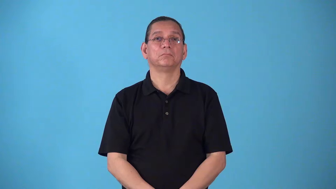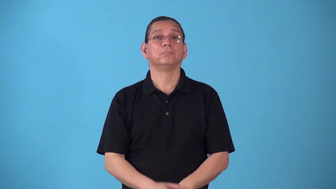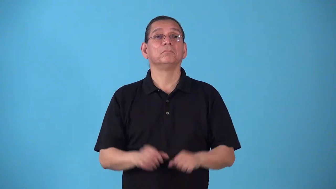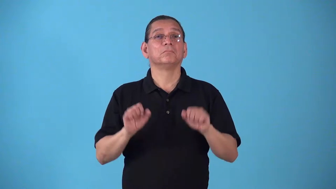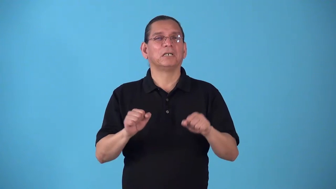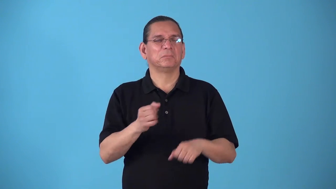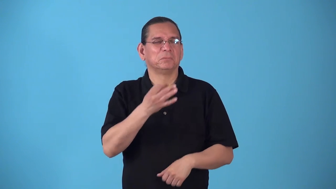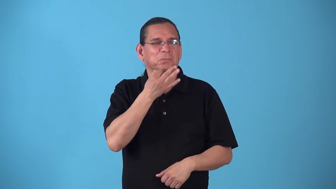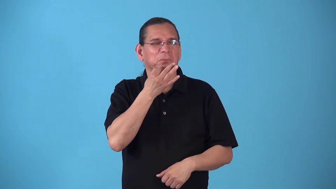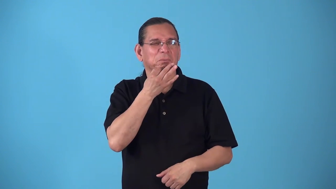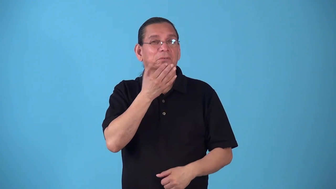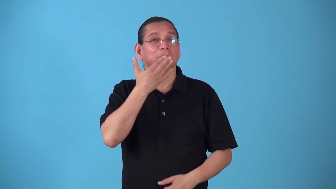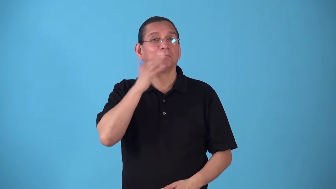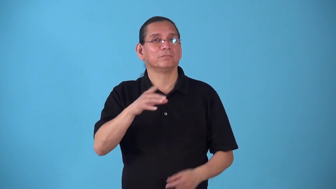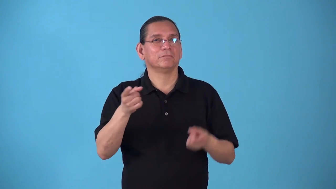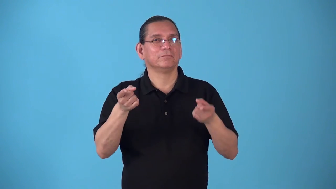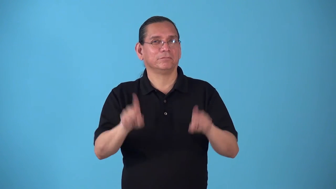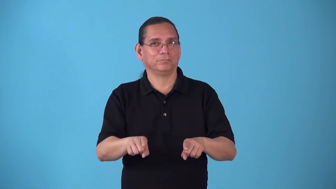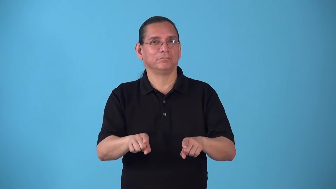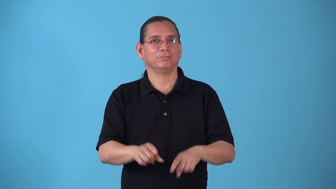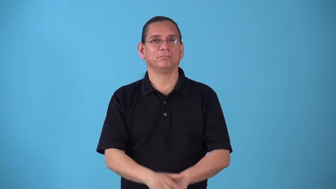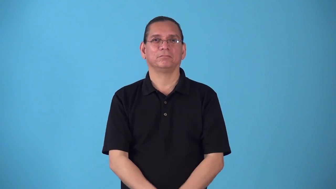specter-possiblility something bad happen